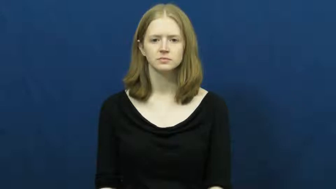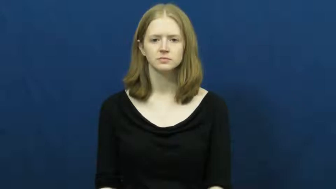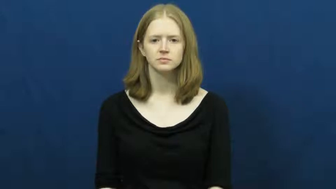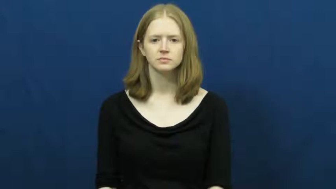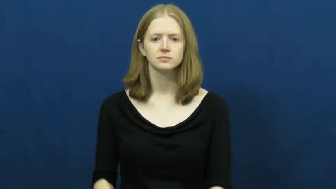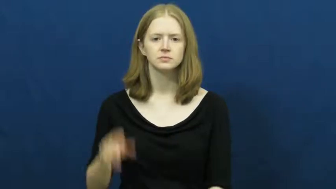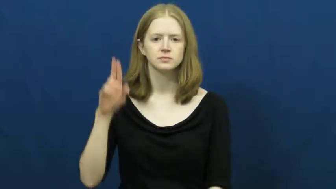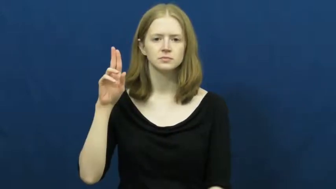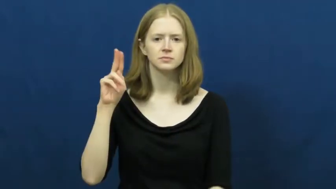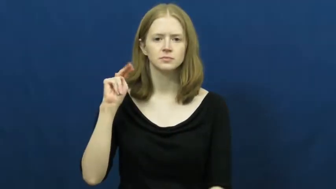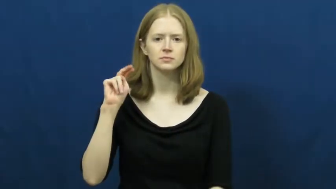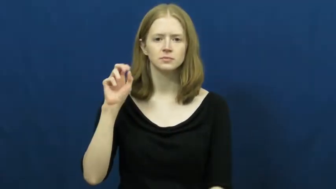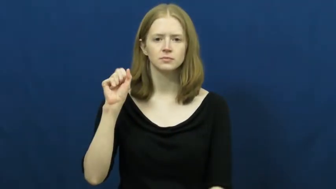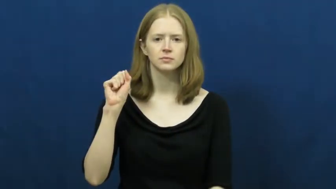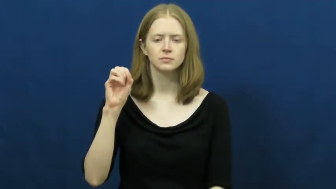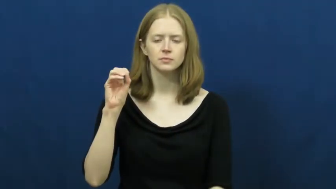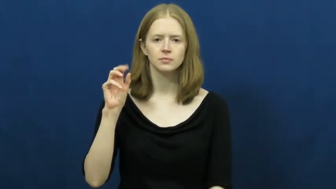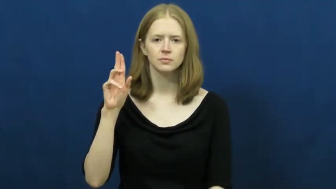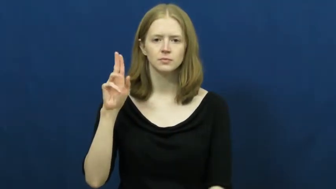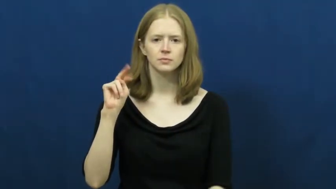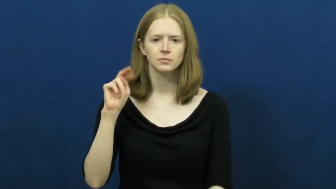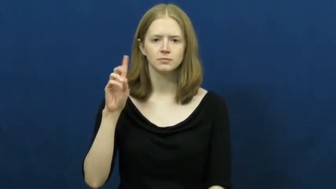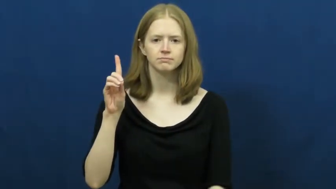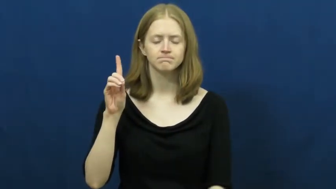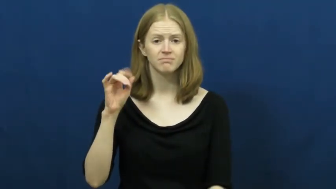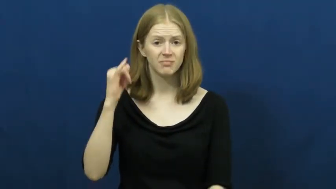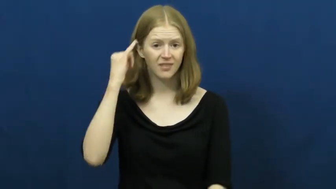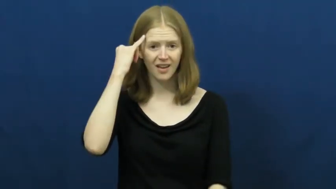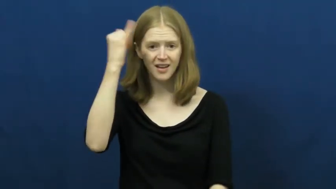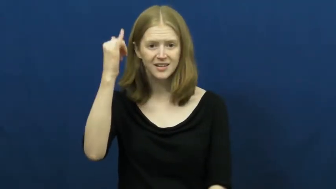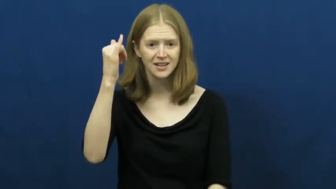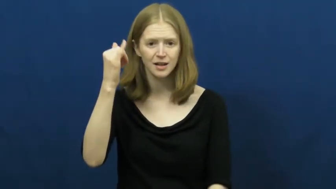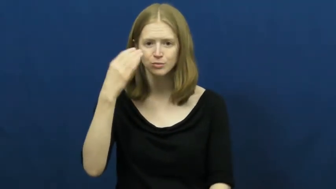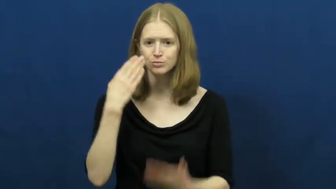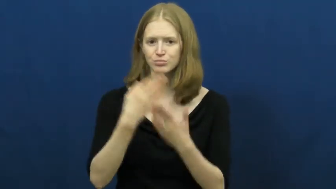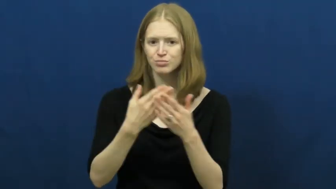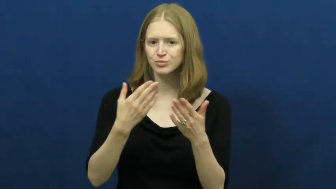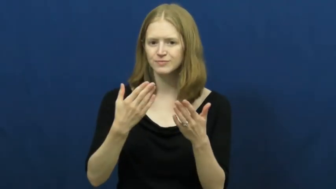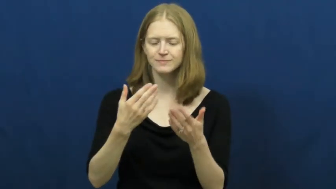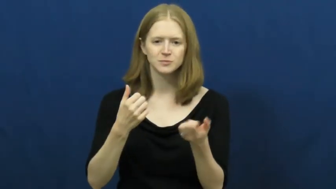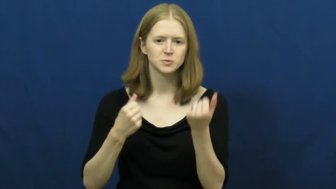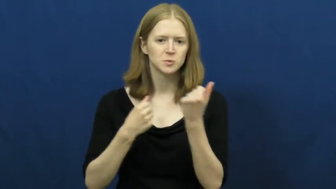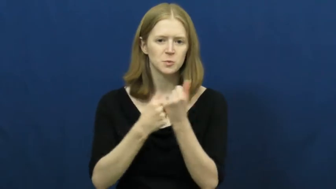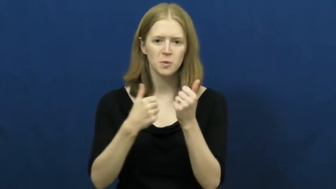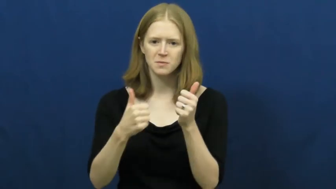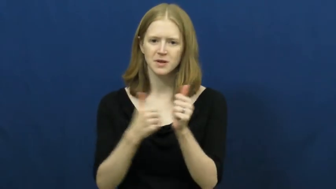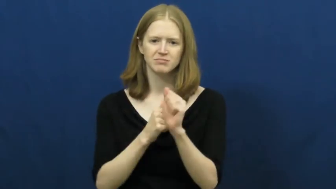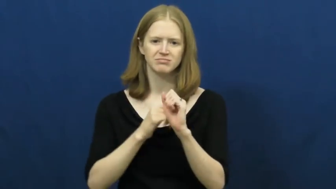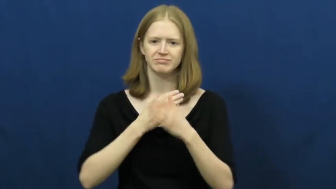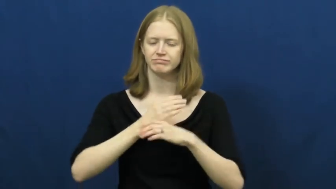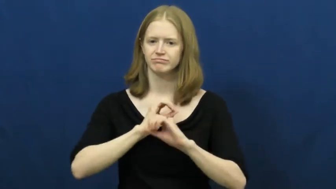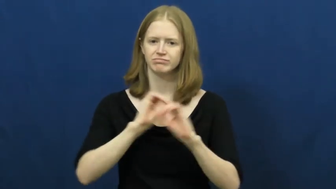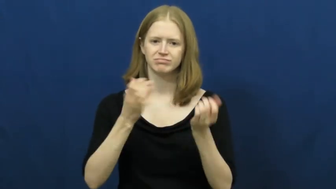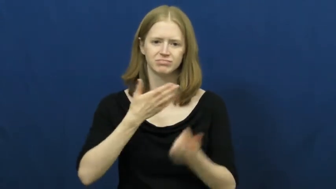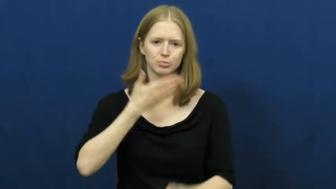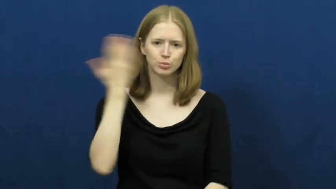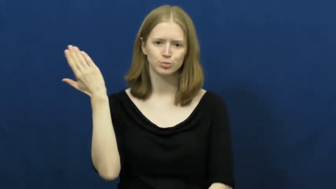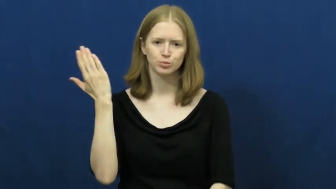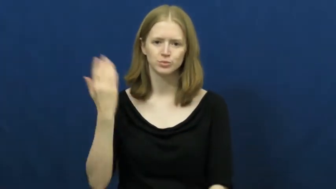unsound-idea